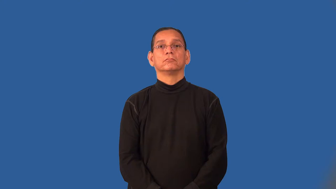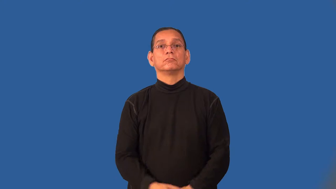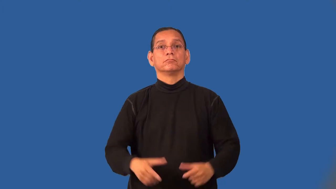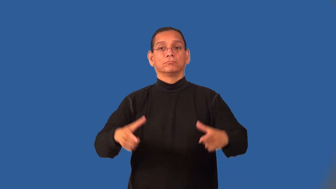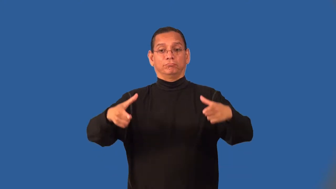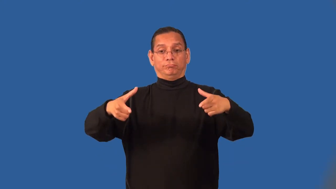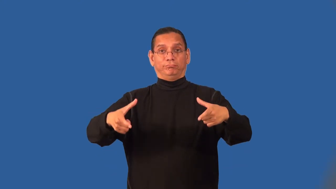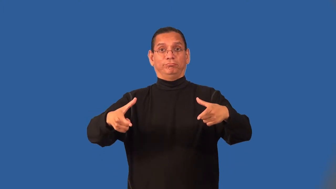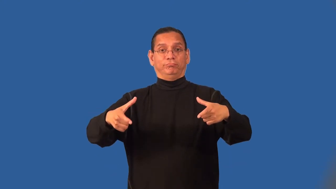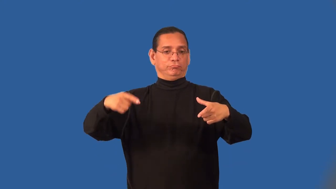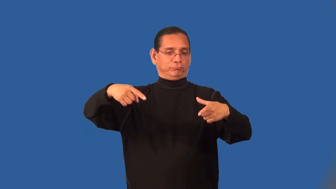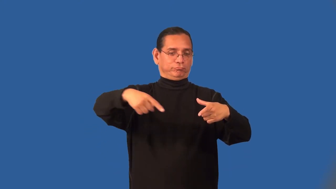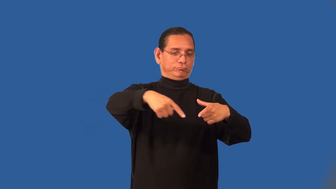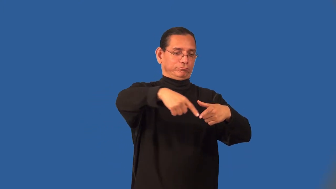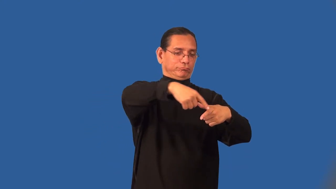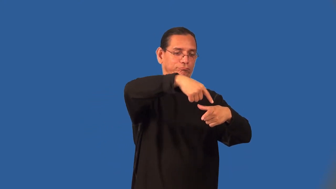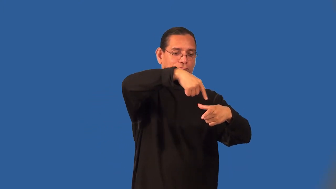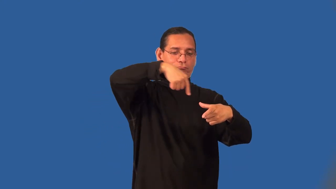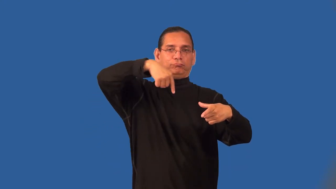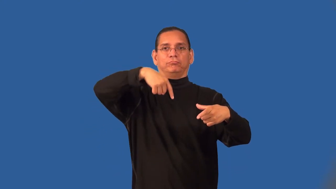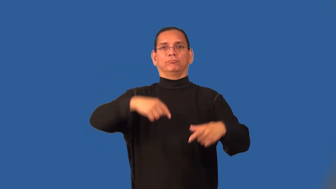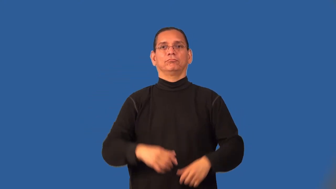rim-top edge